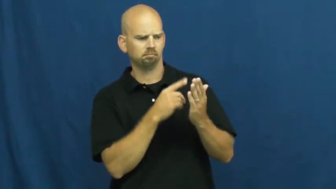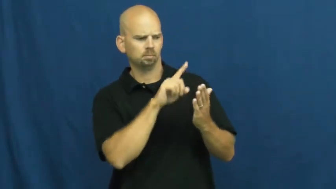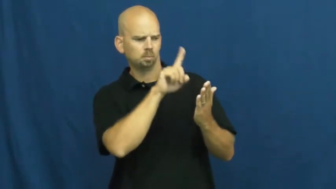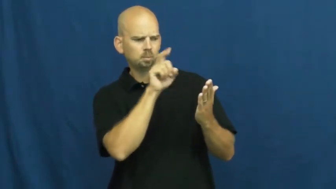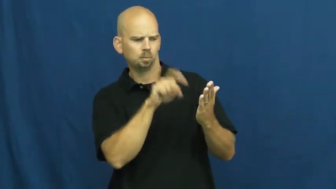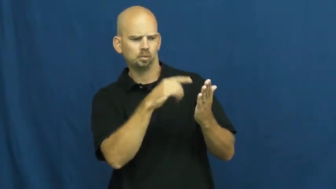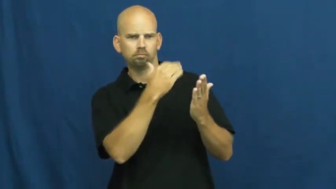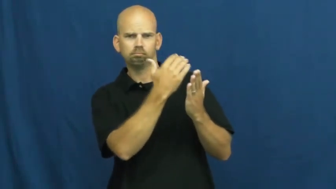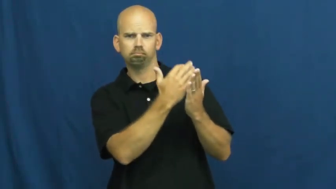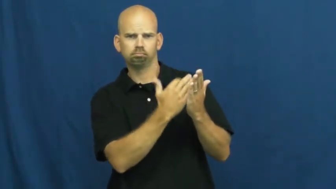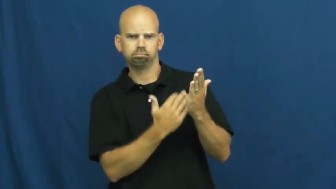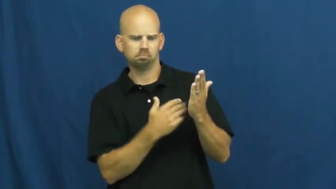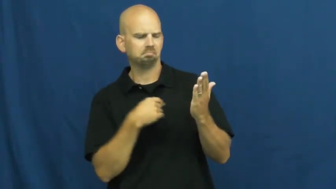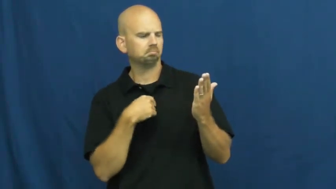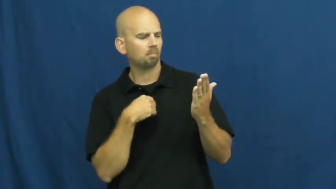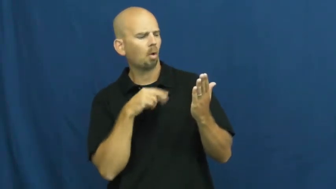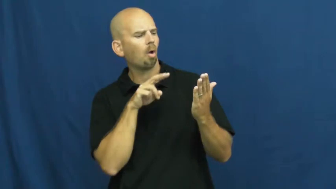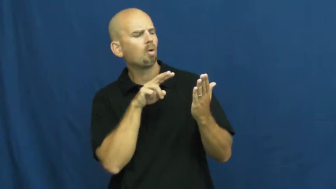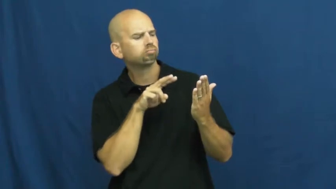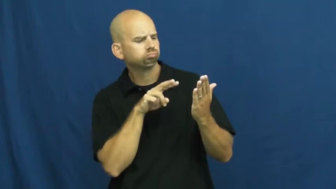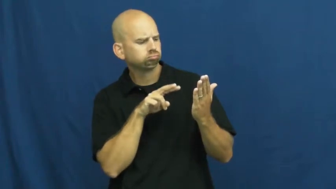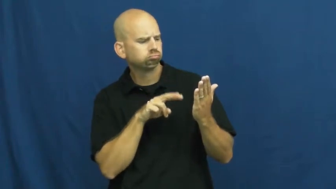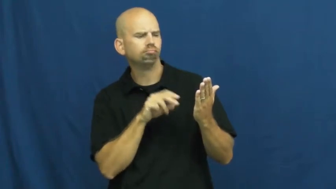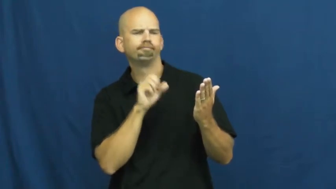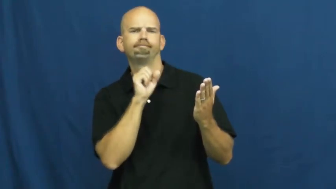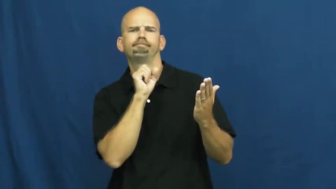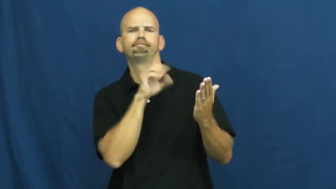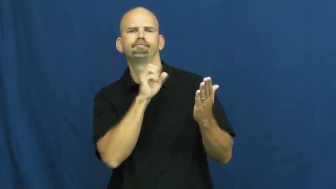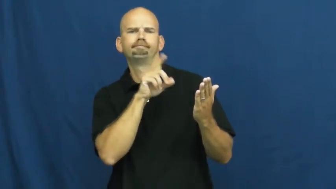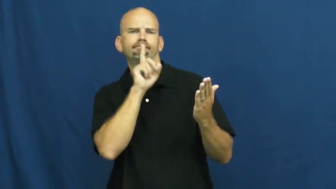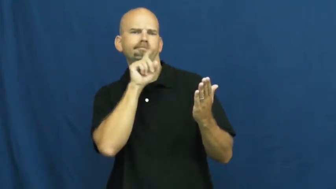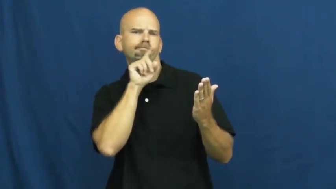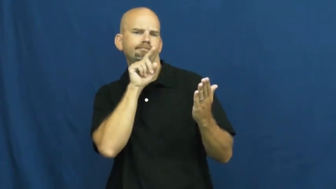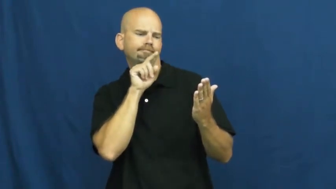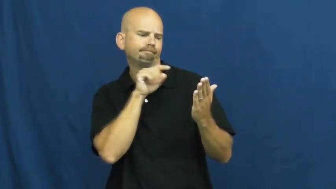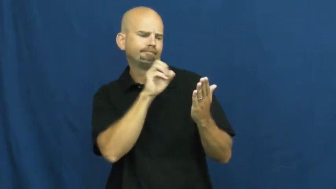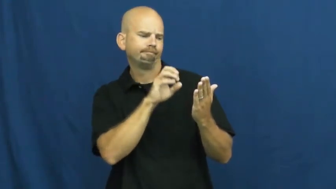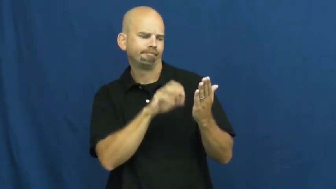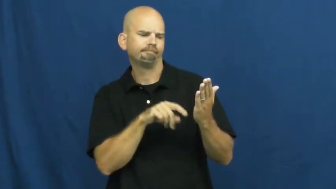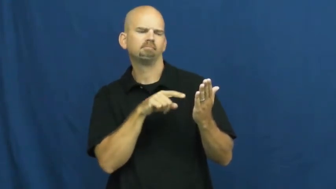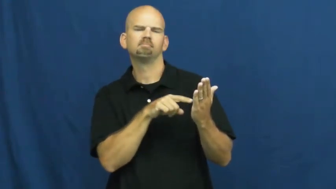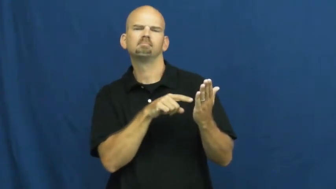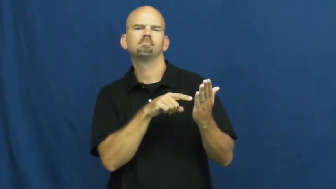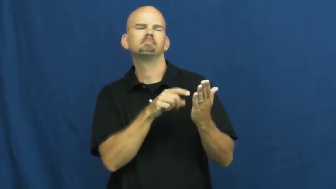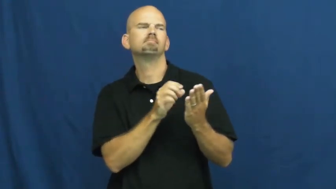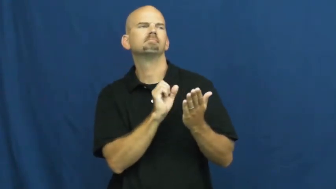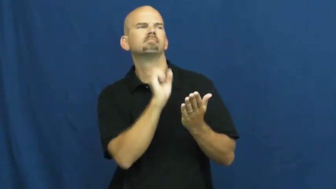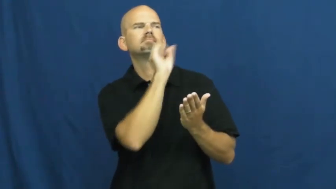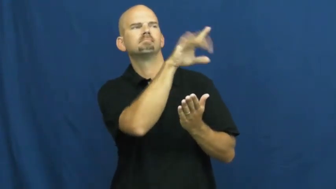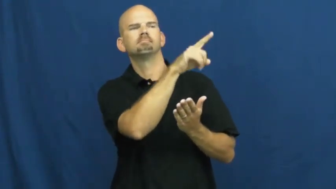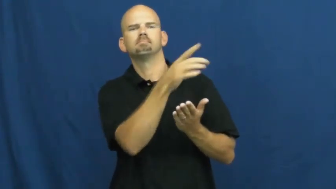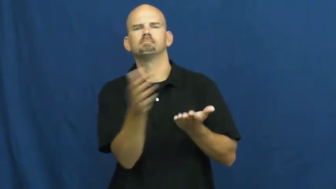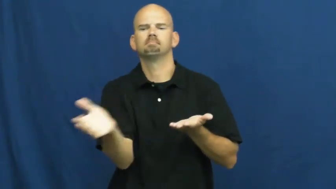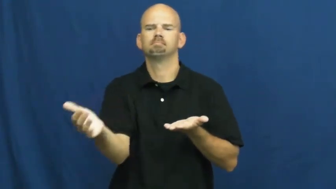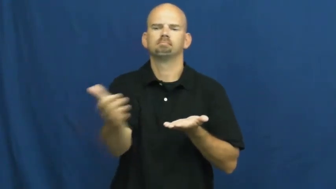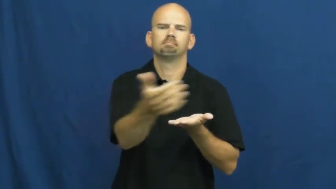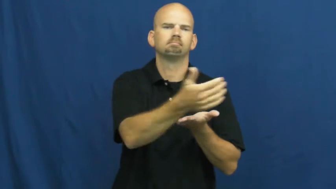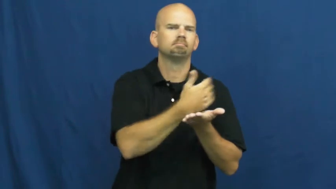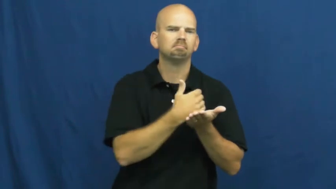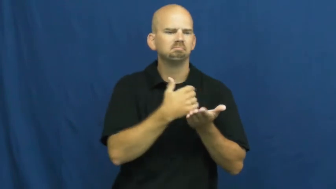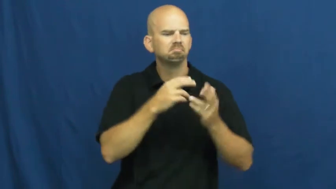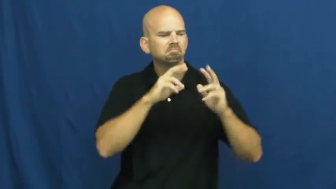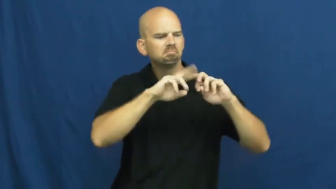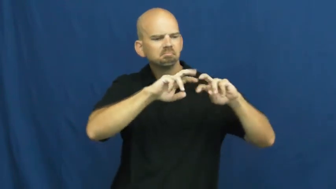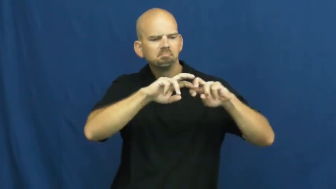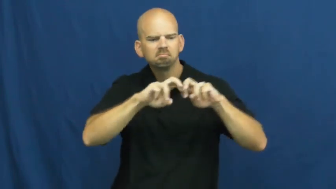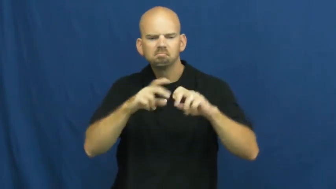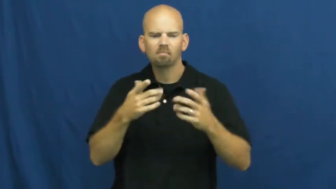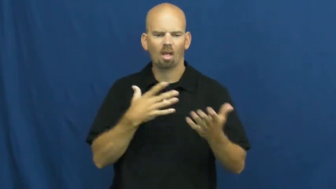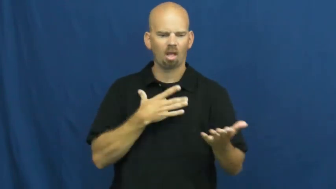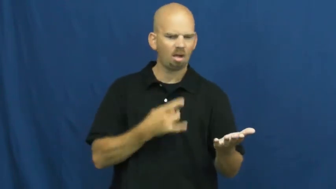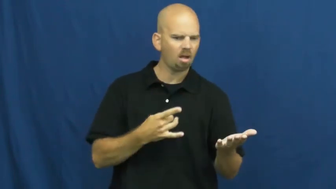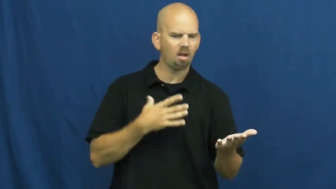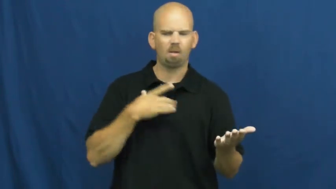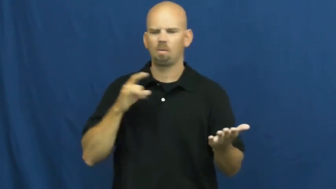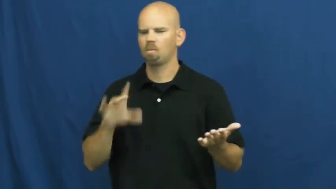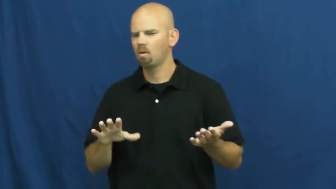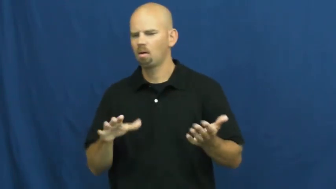survey,canvas